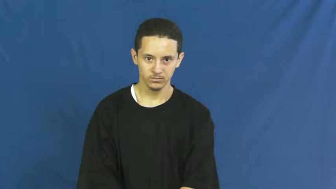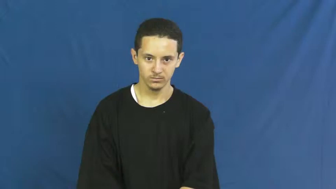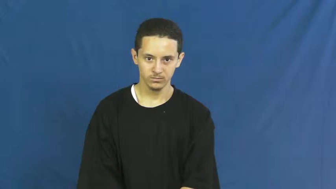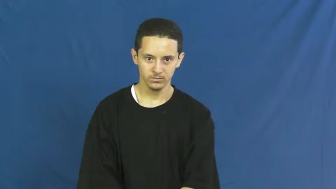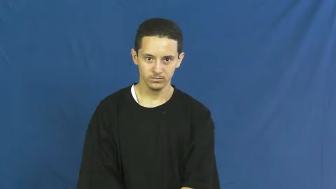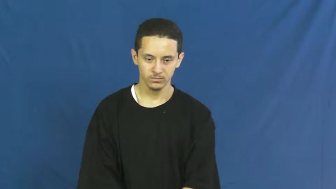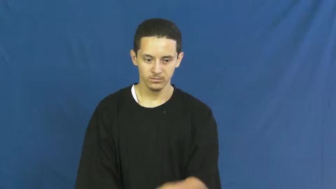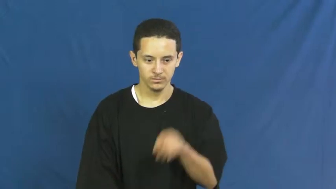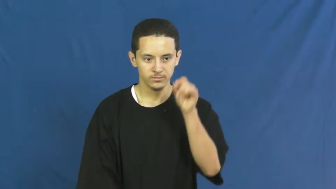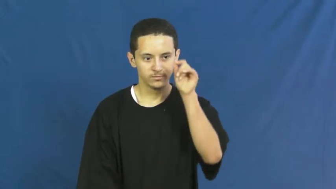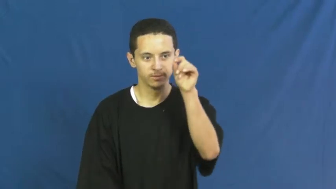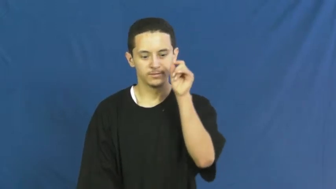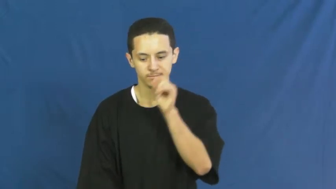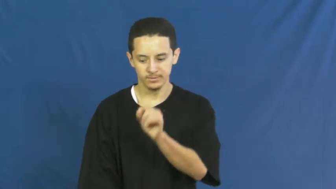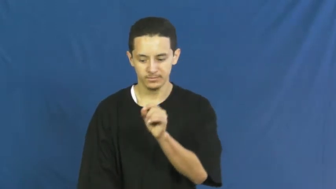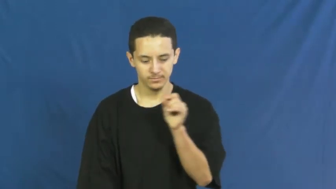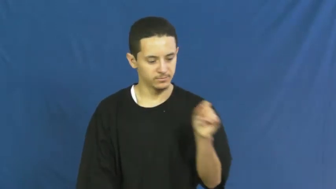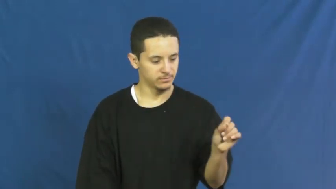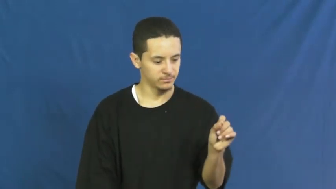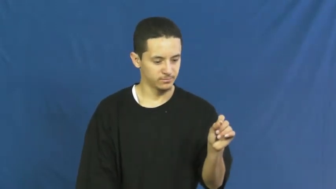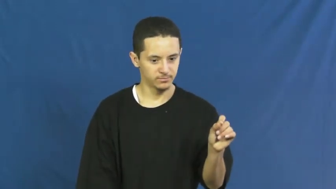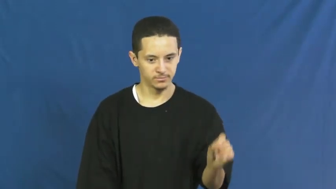therefore,hence